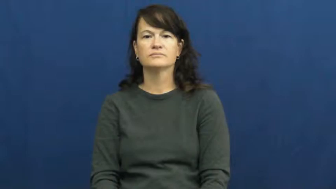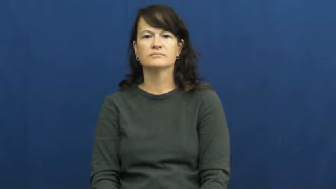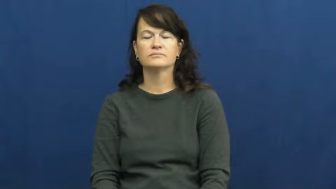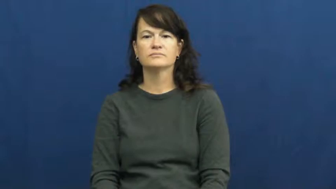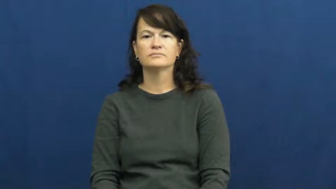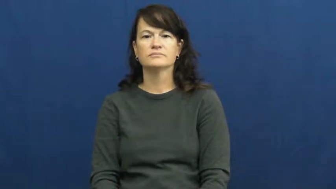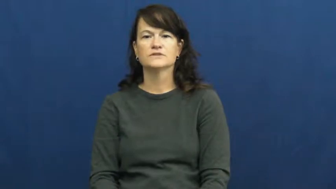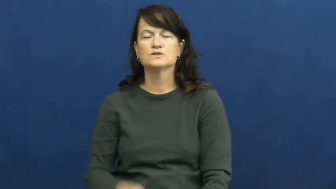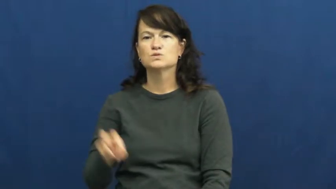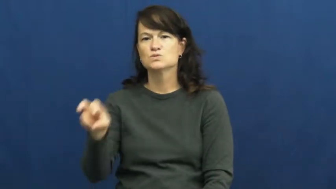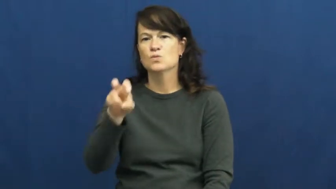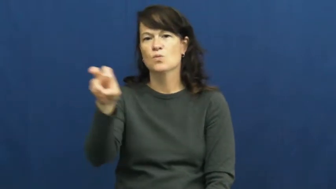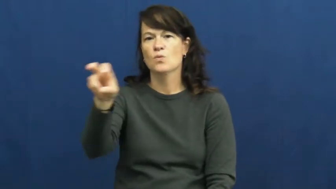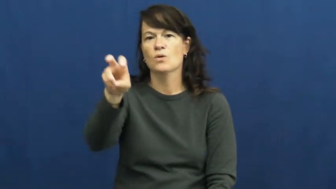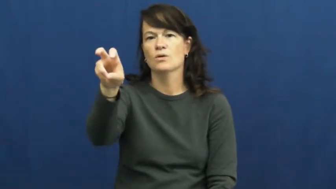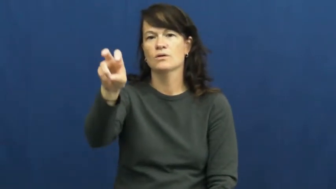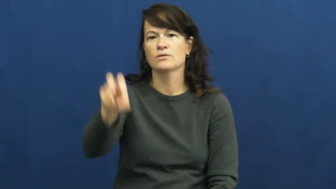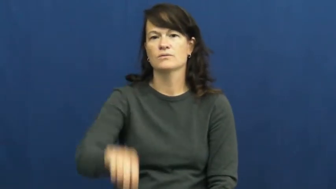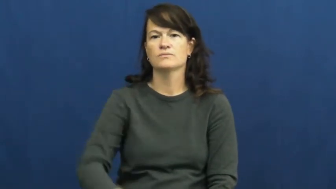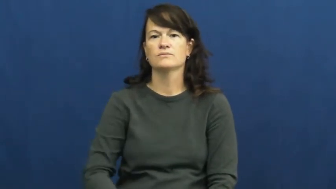tour